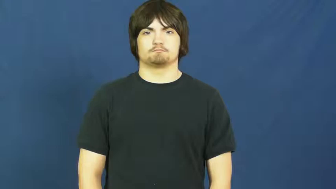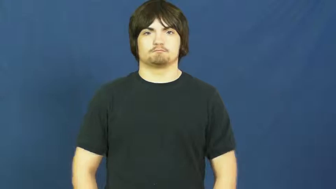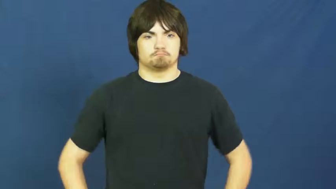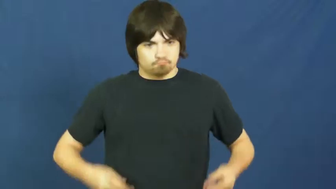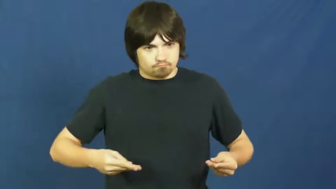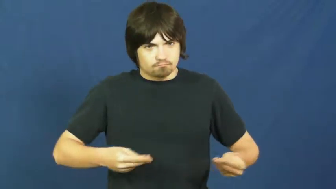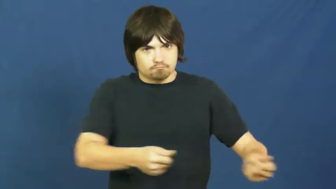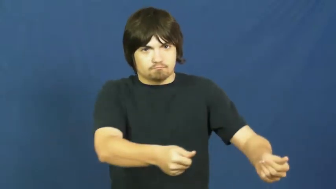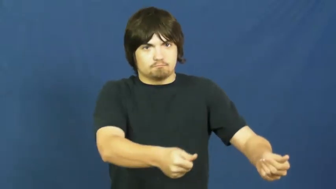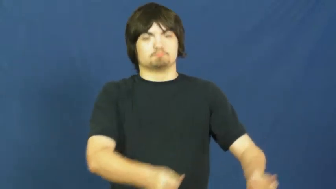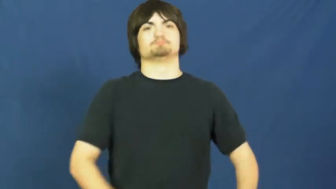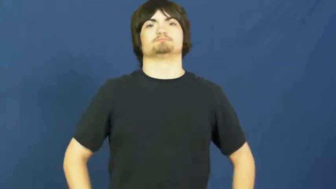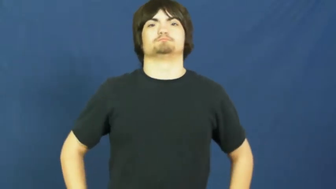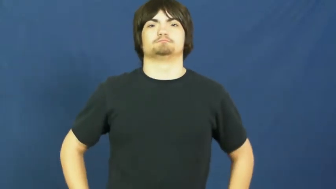spend,spend on,lay out,shell out,expend